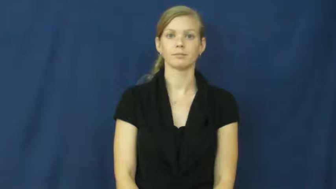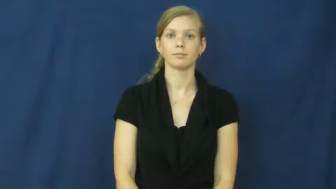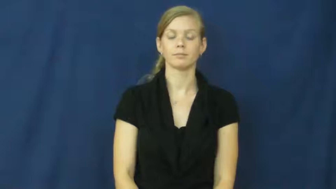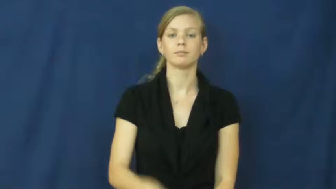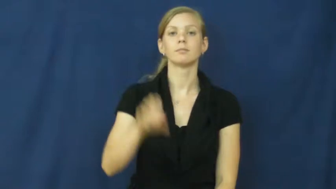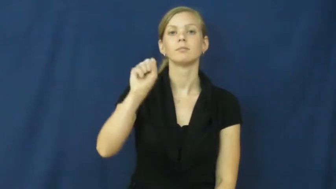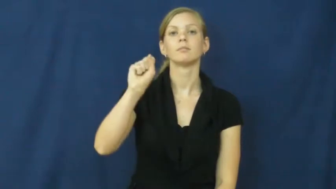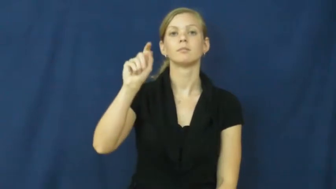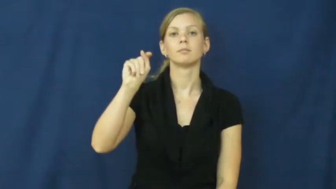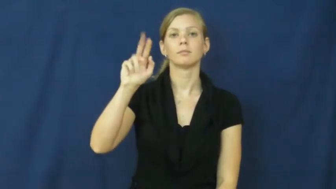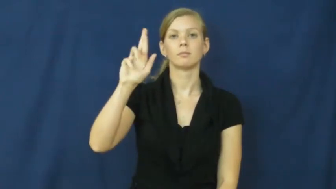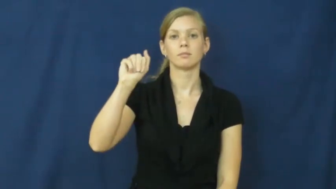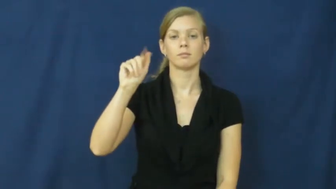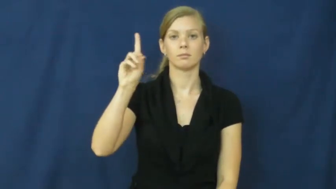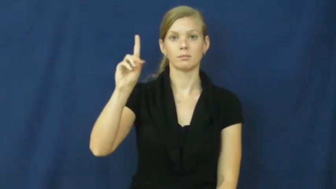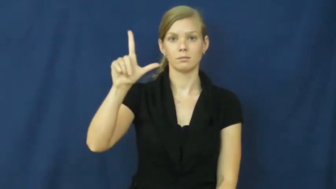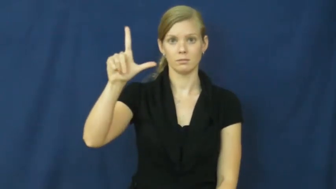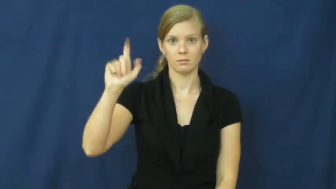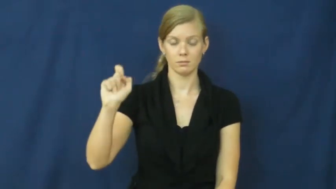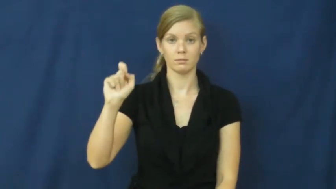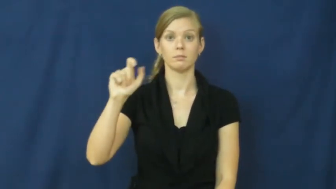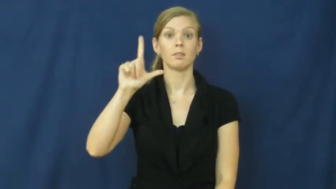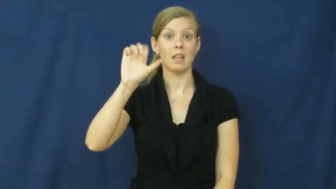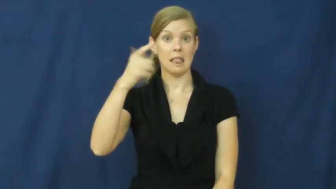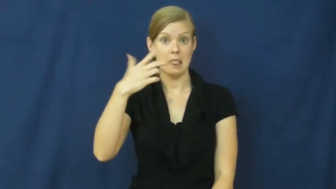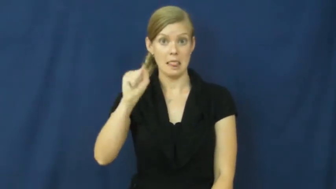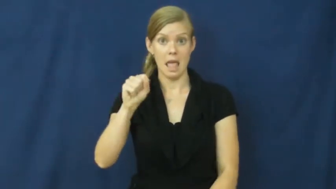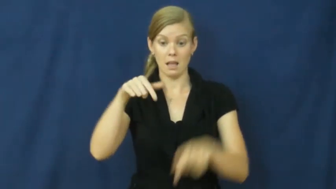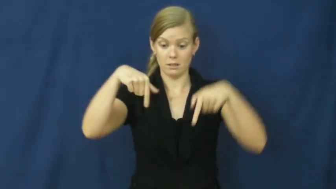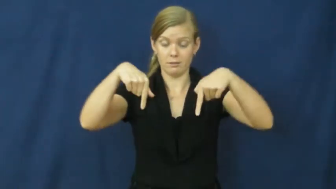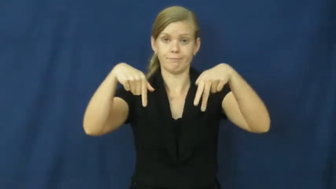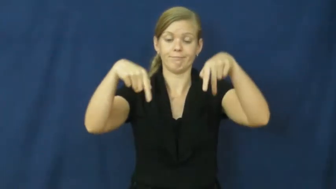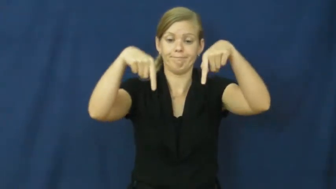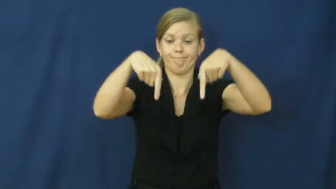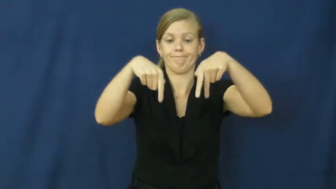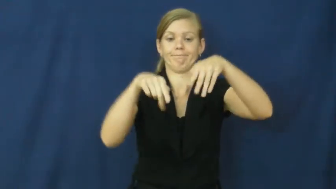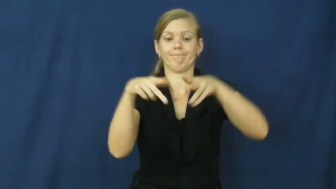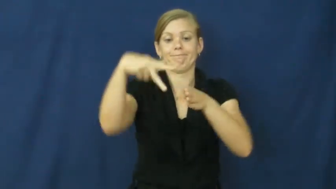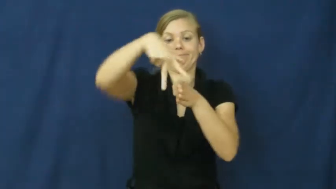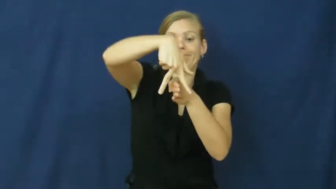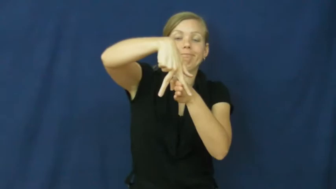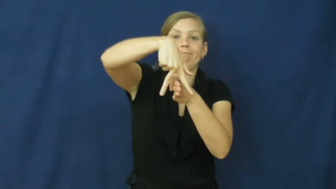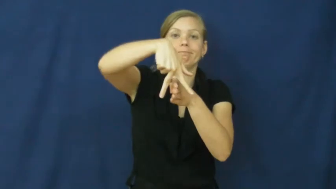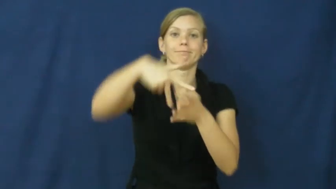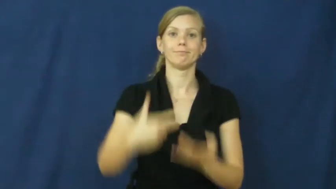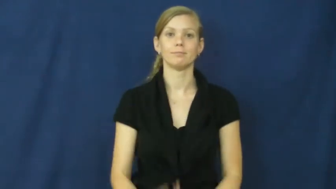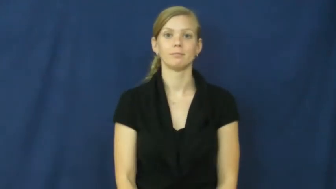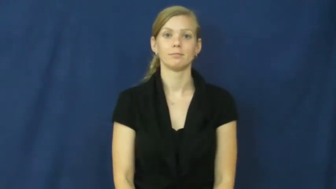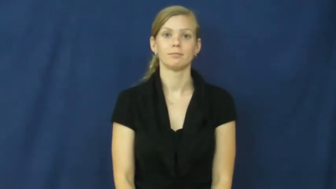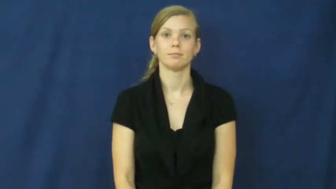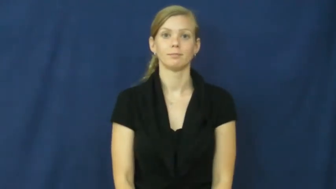straddle